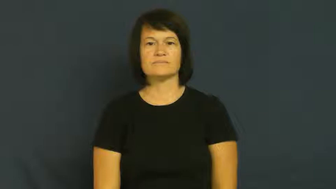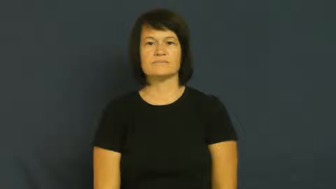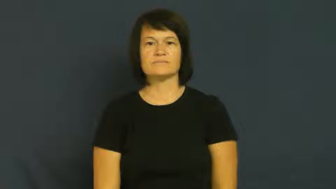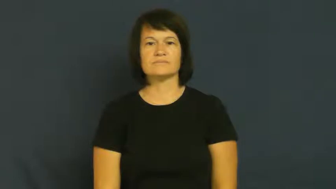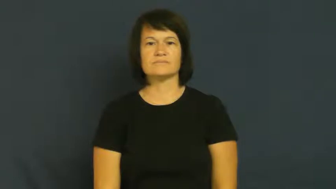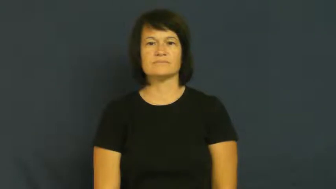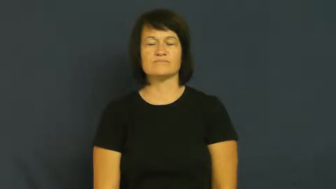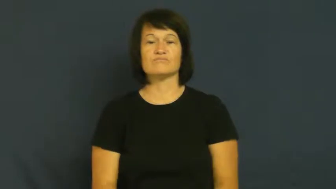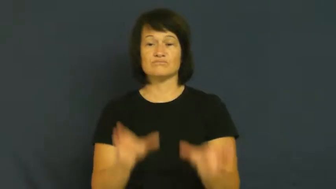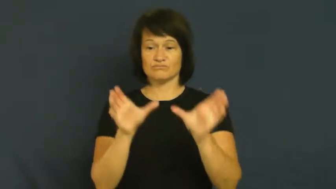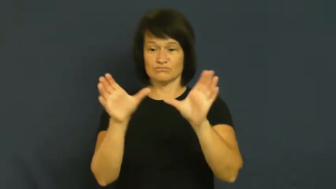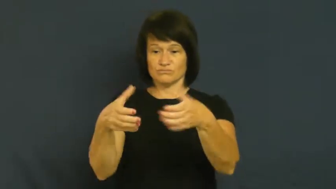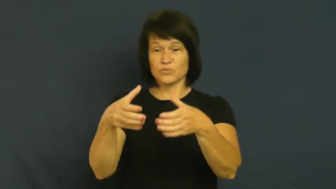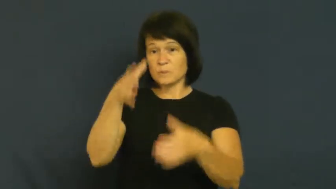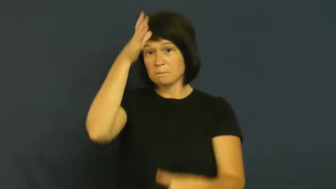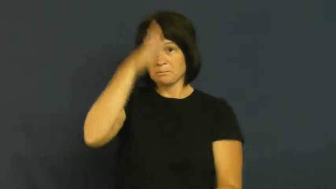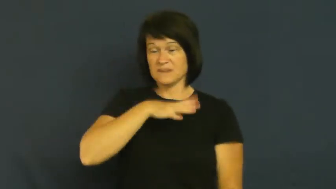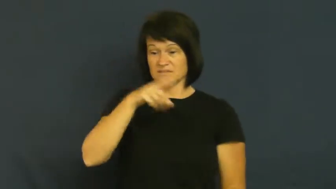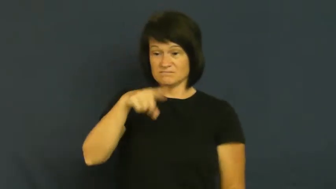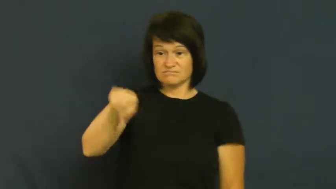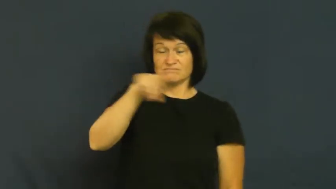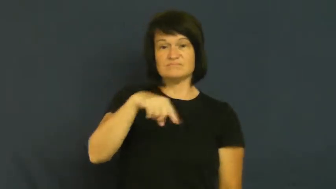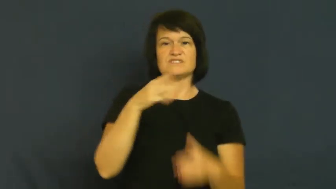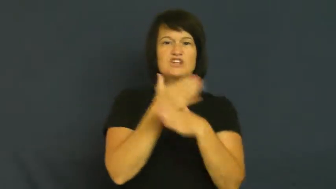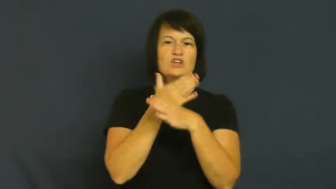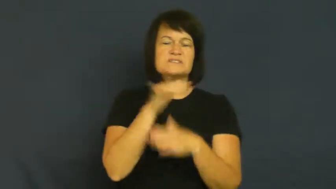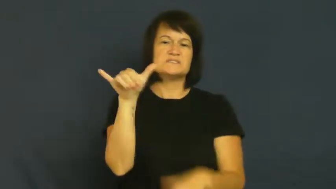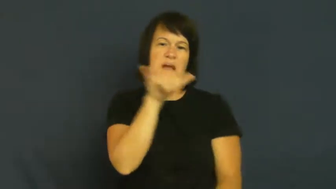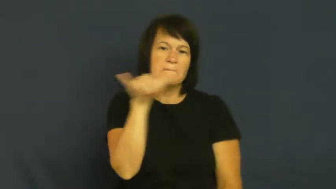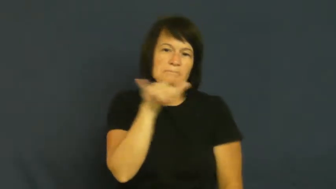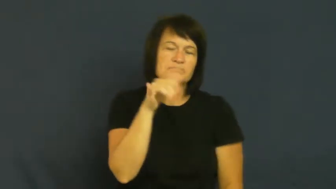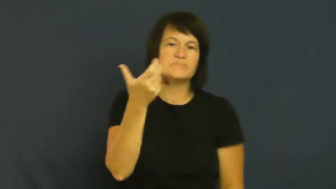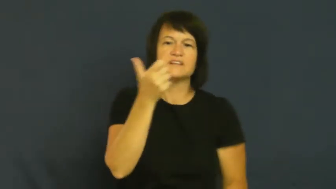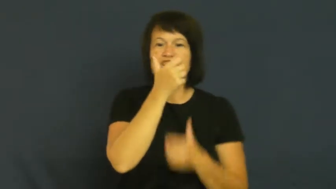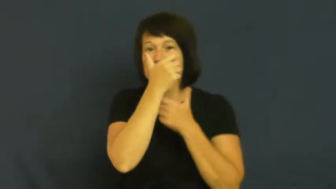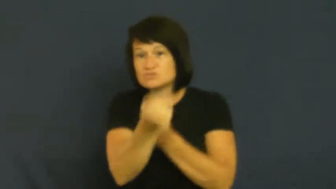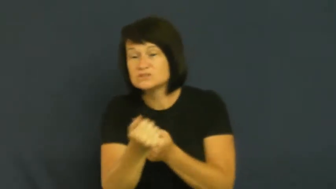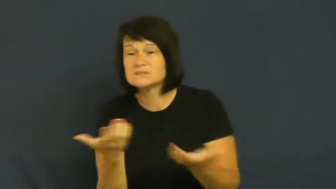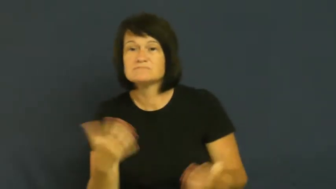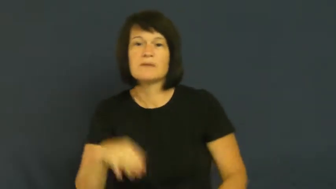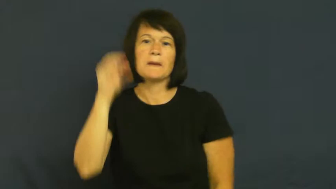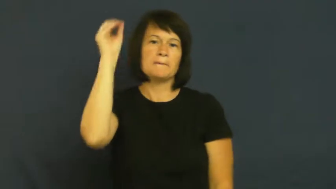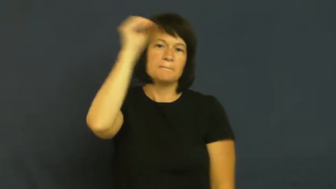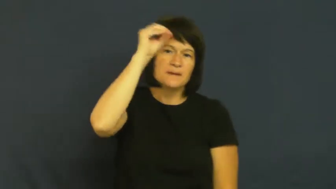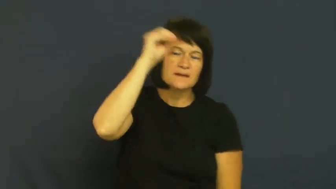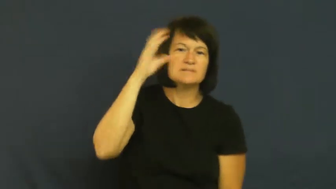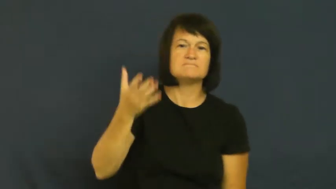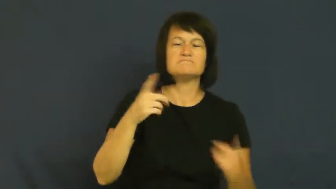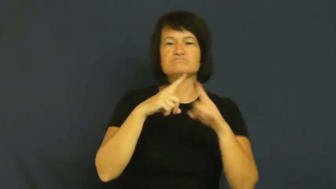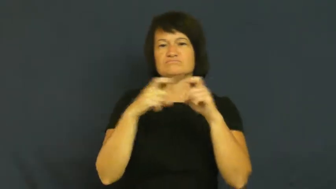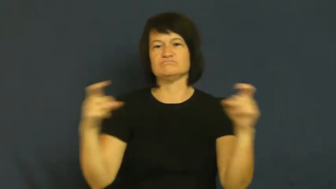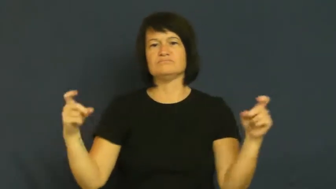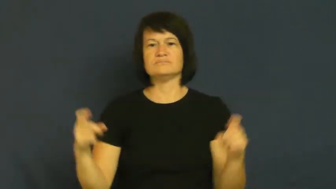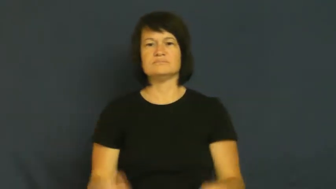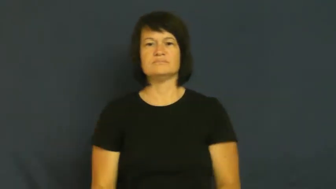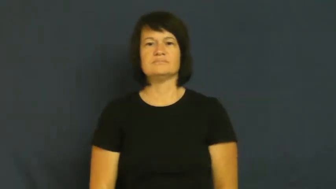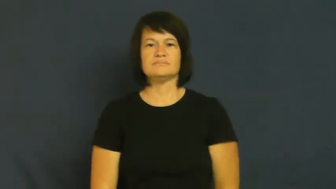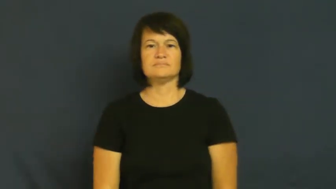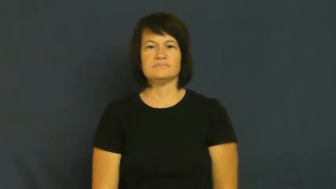fraternal-group